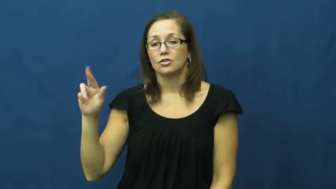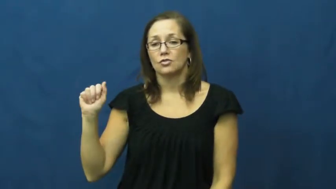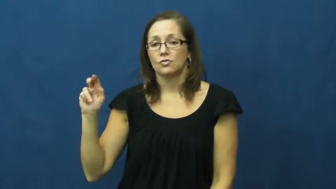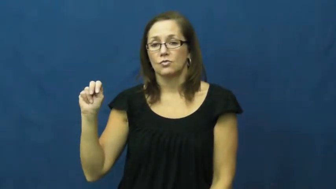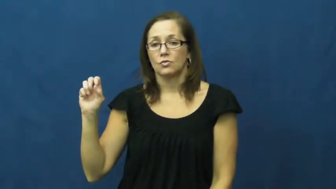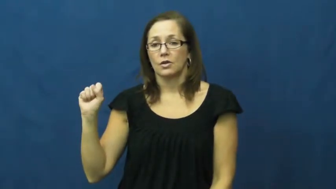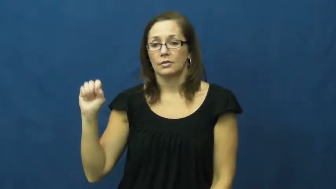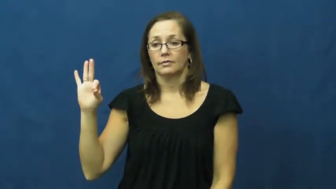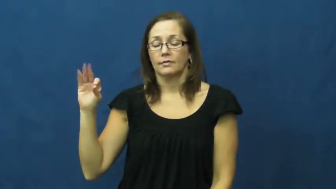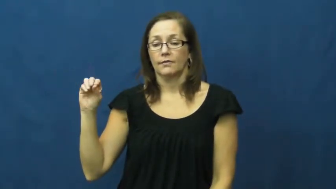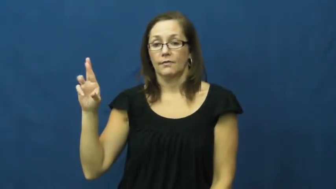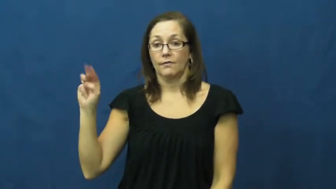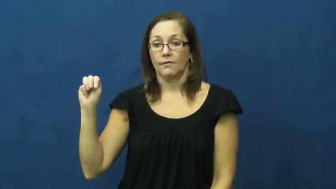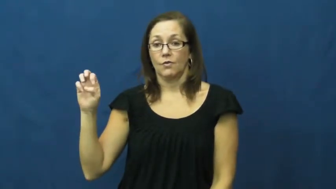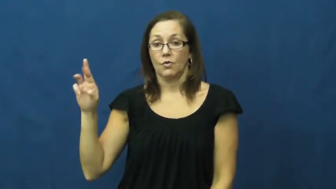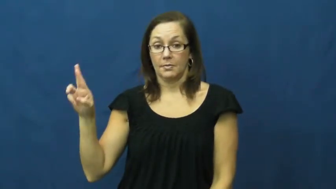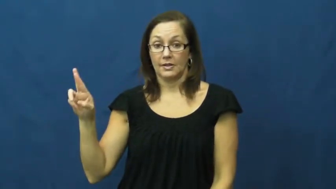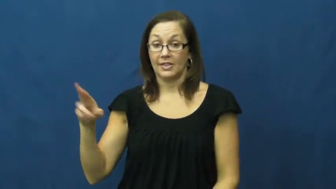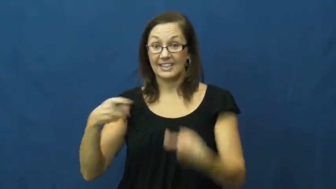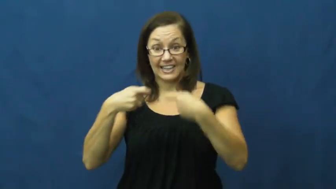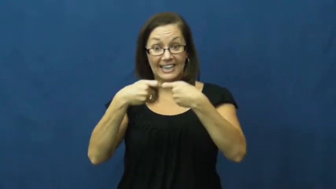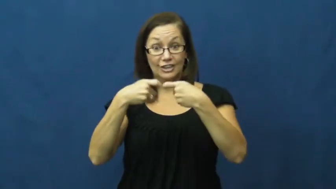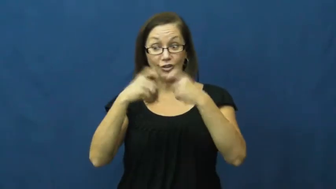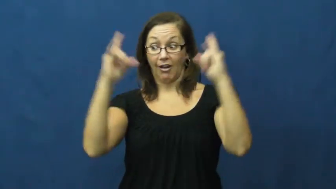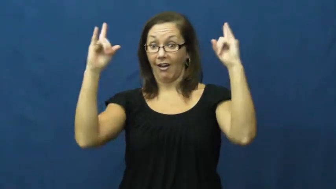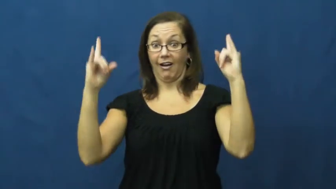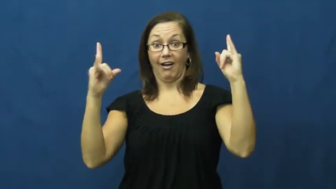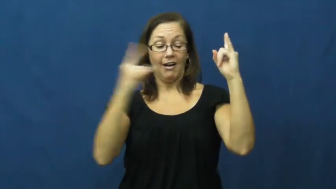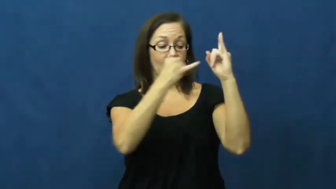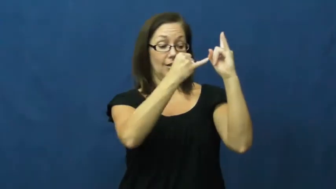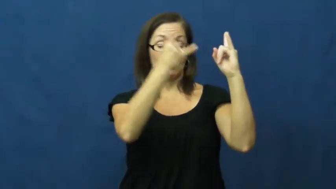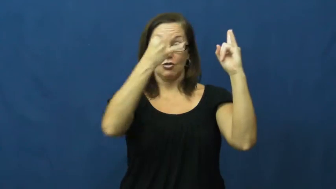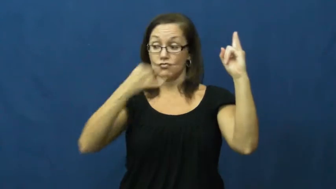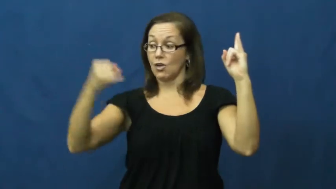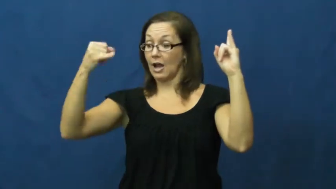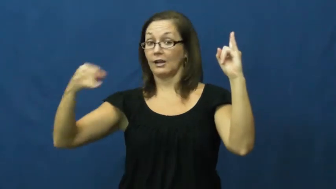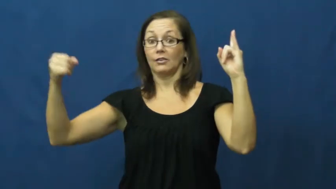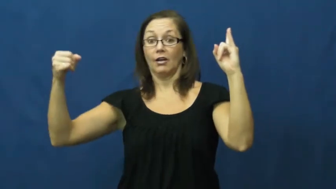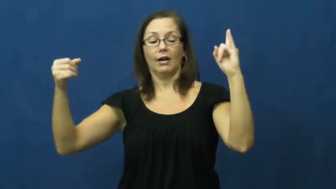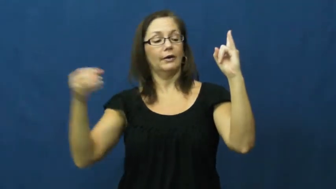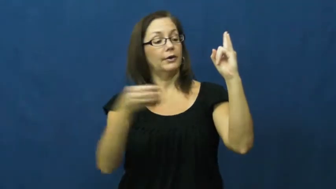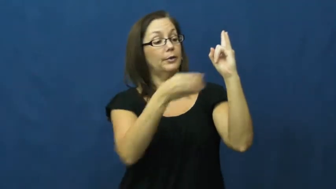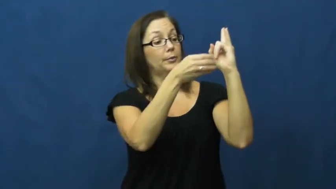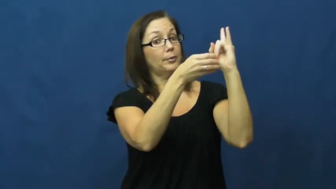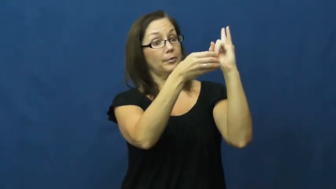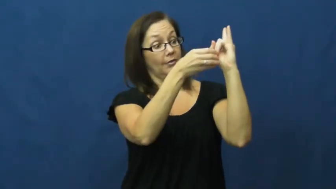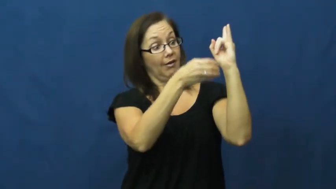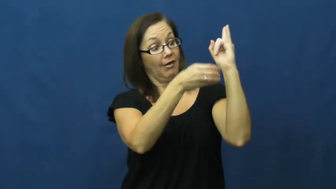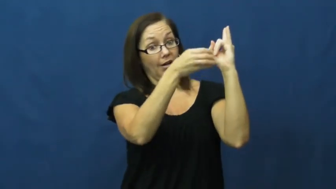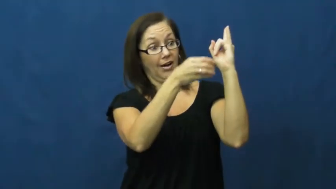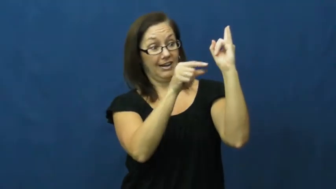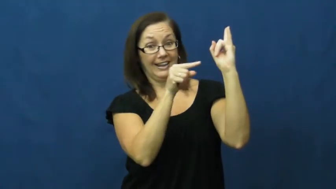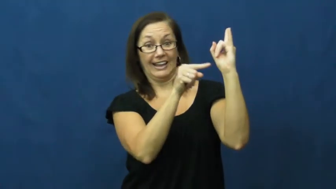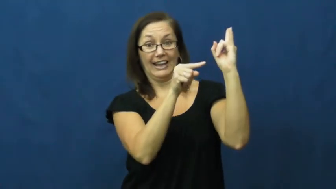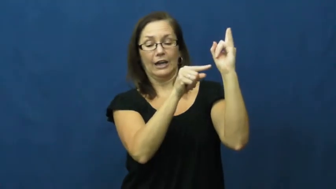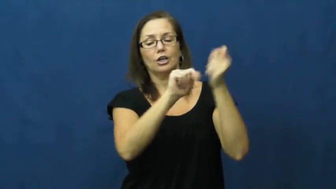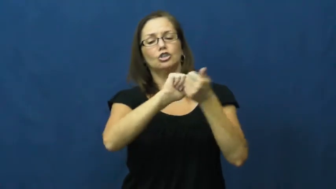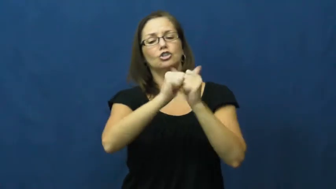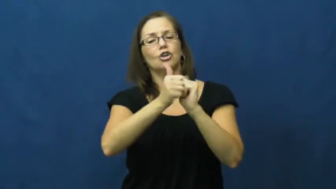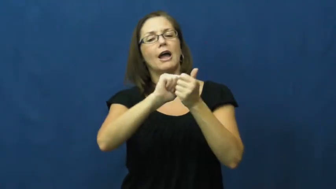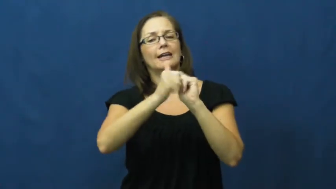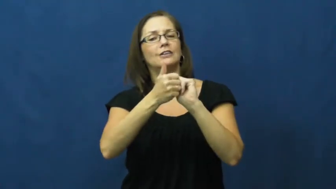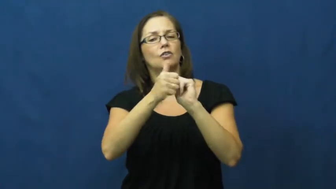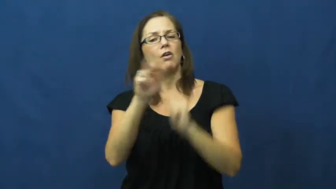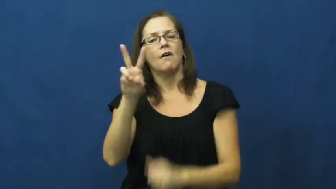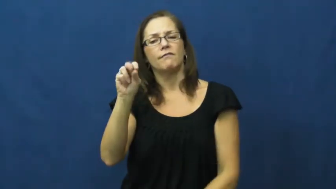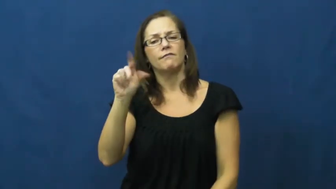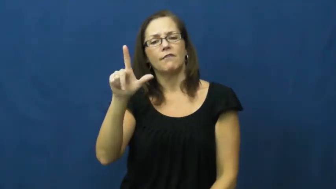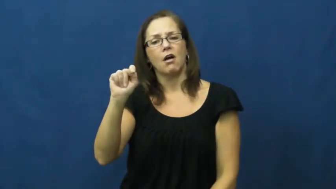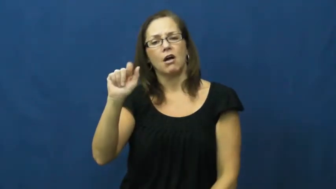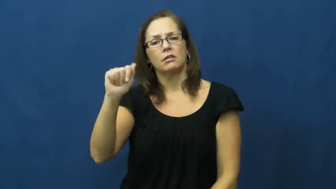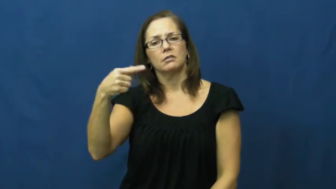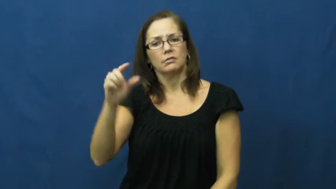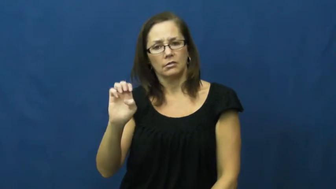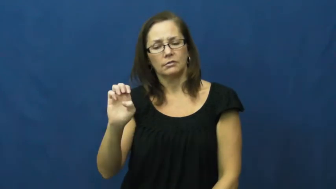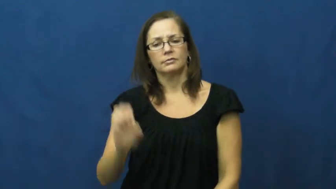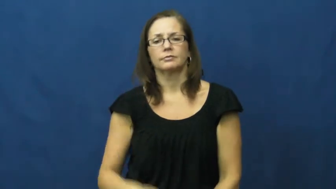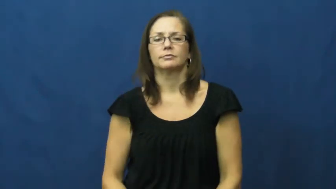transformer